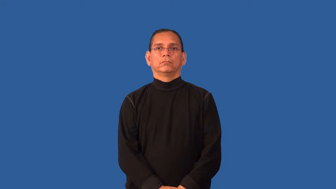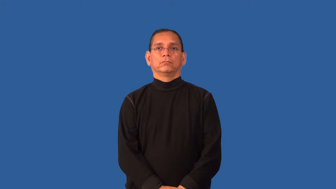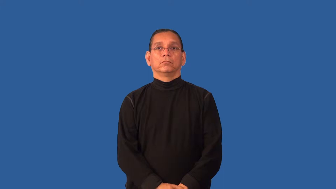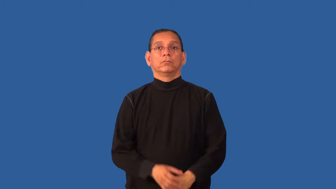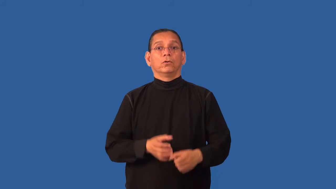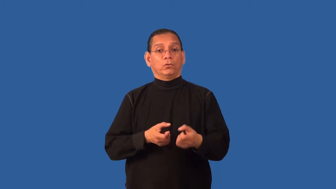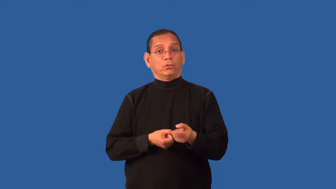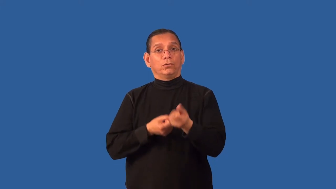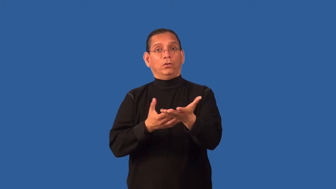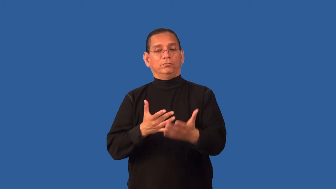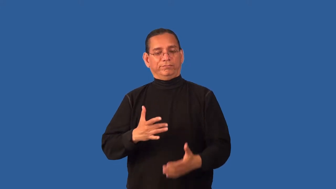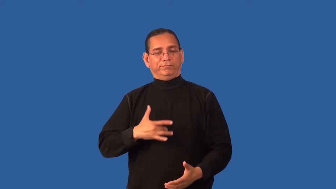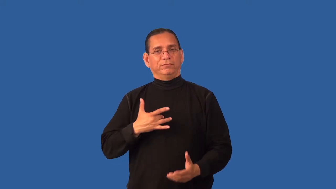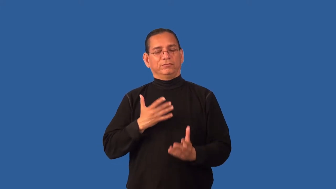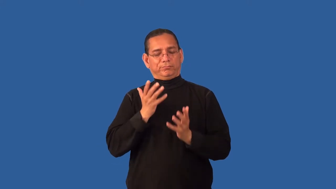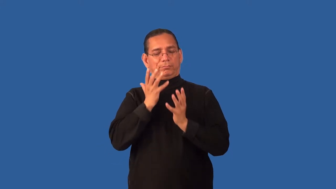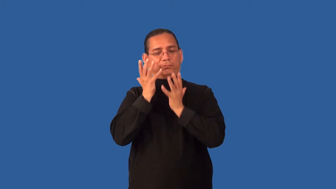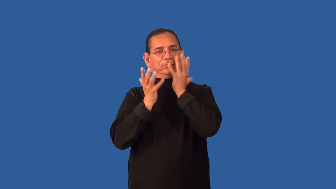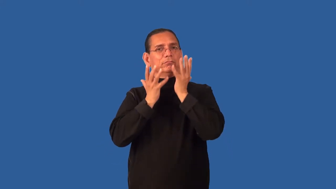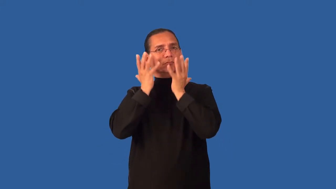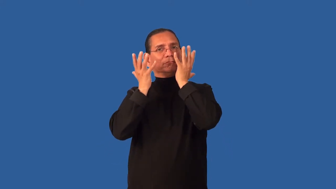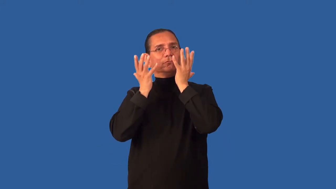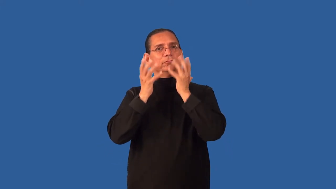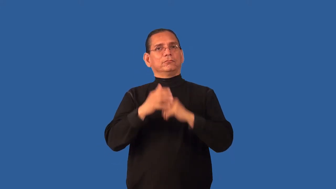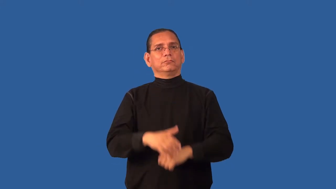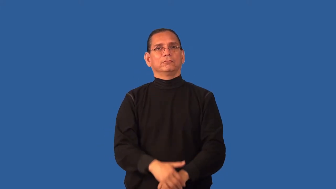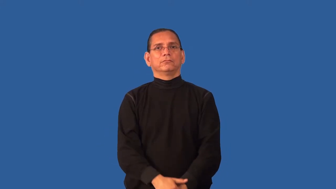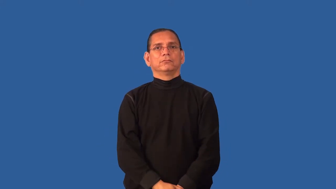discomfit